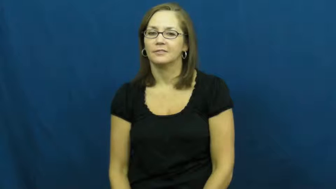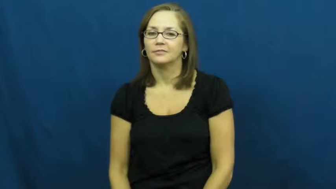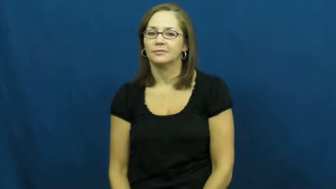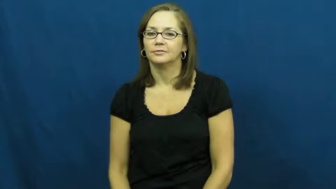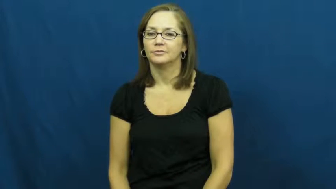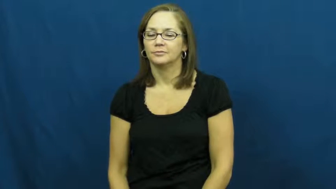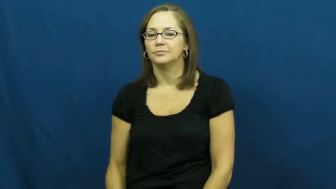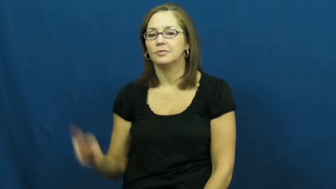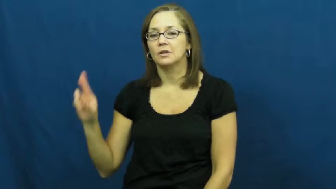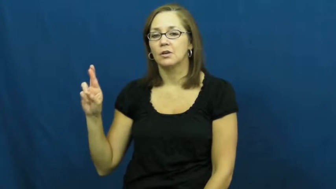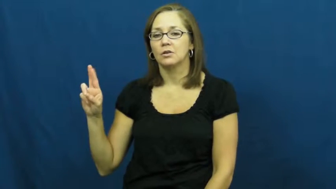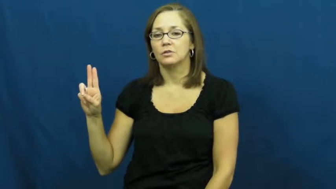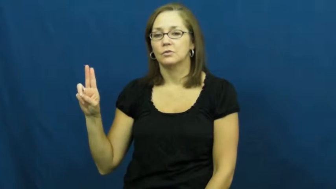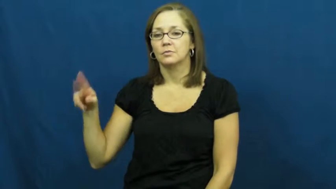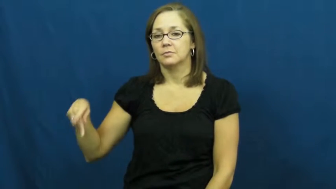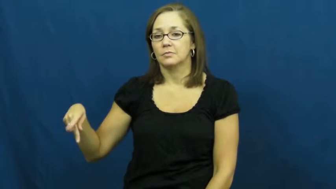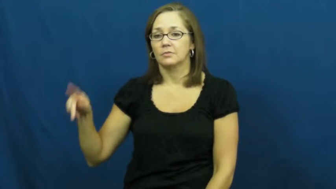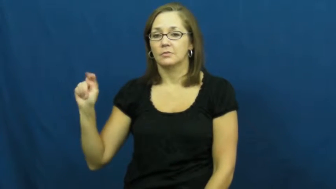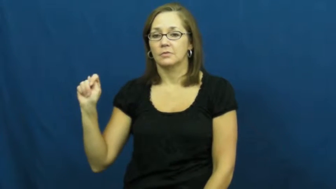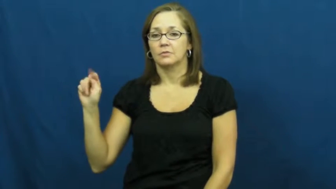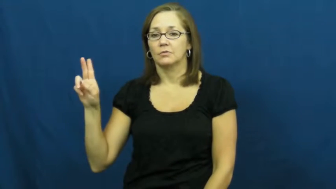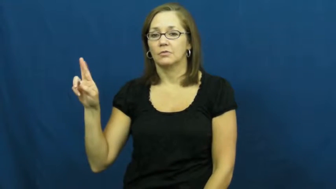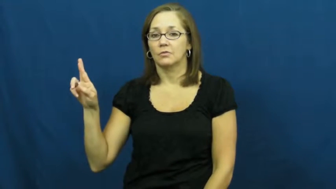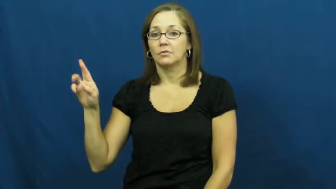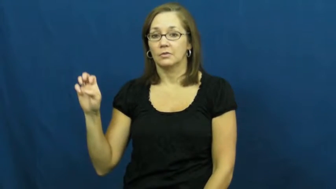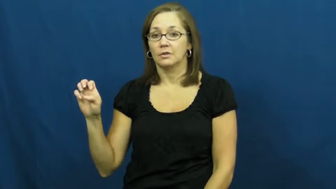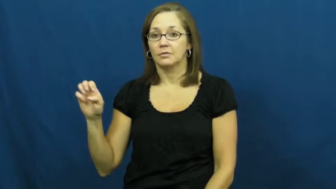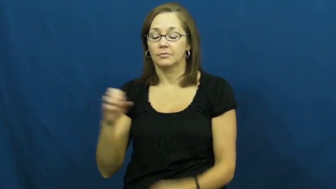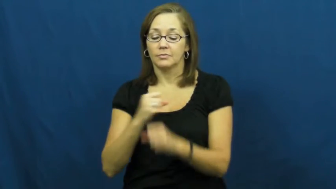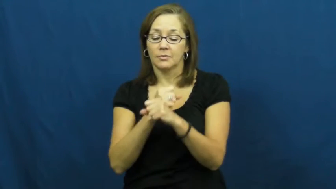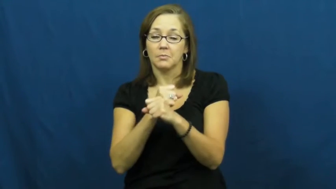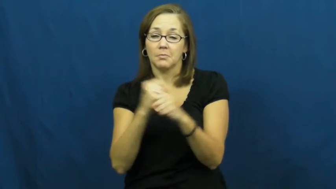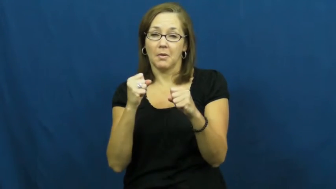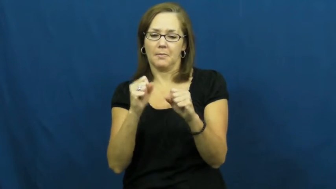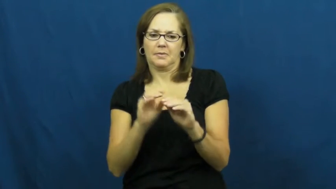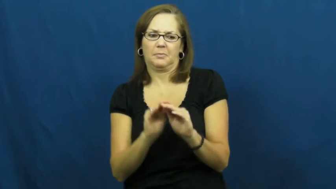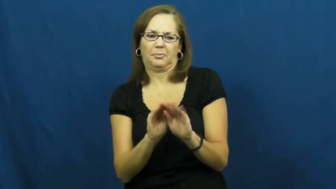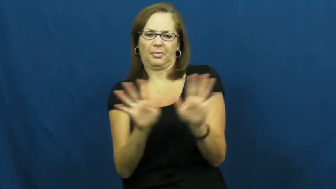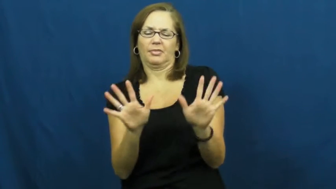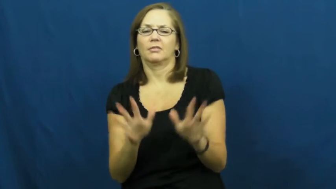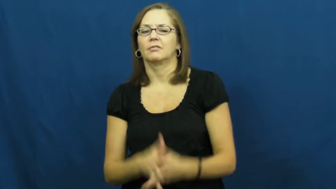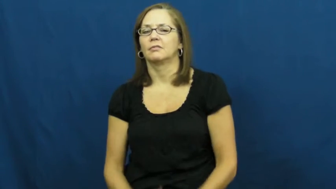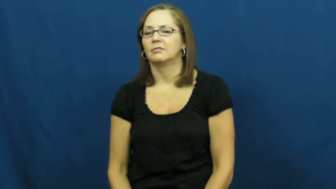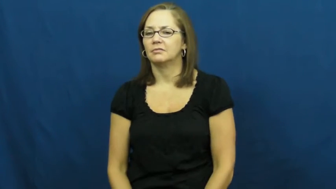rupture